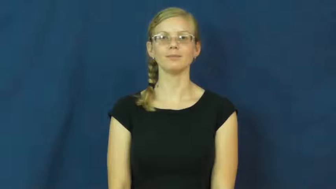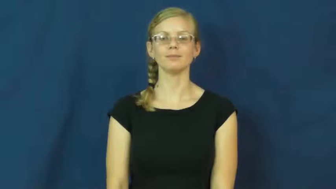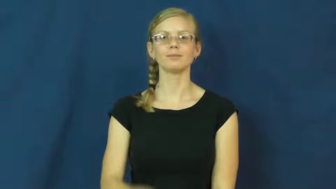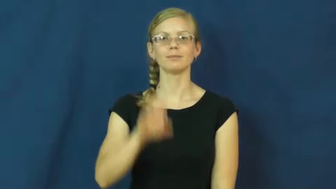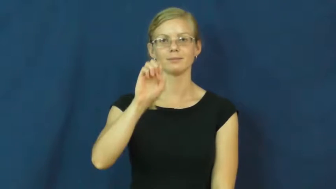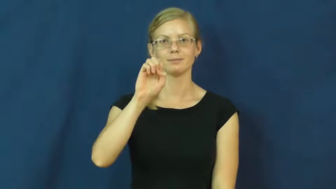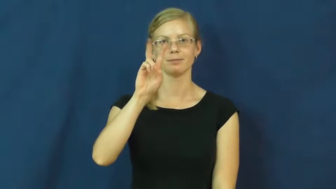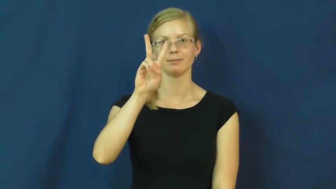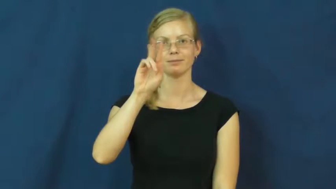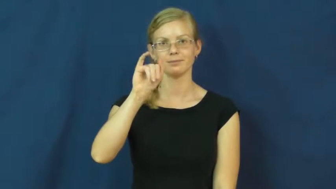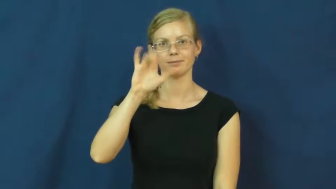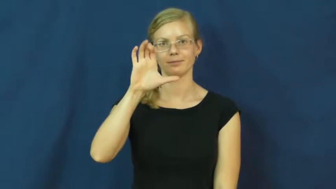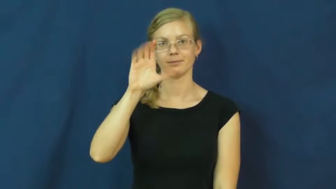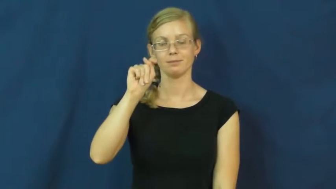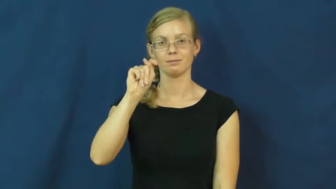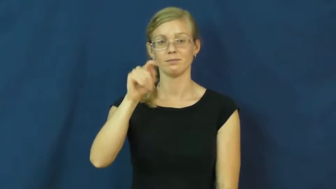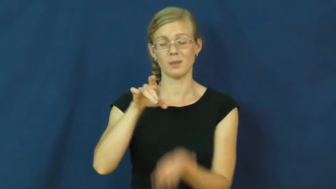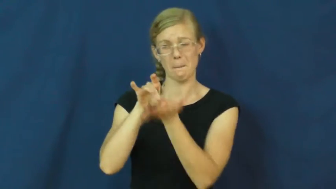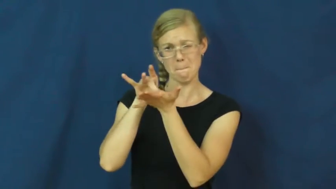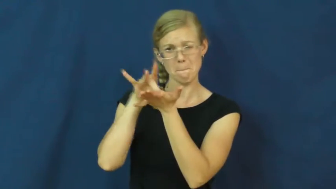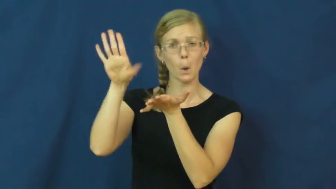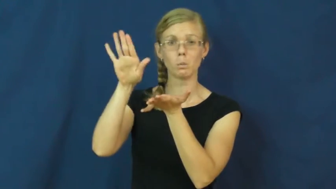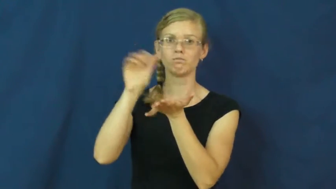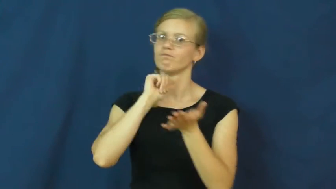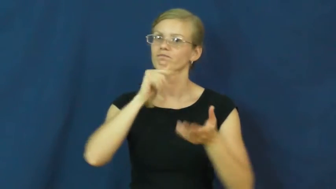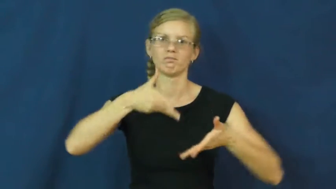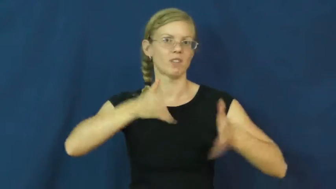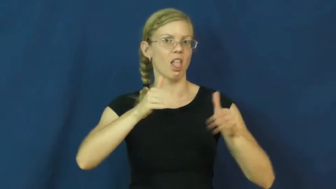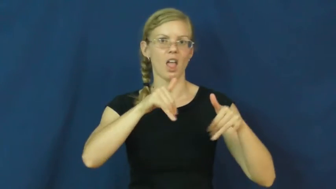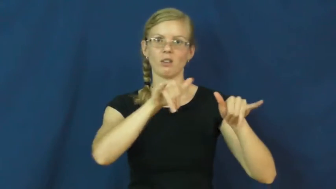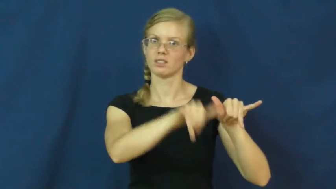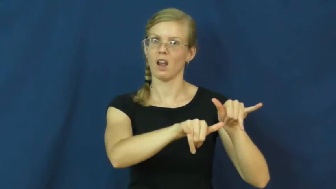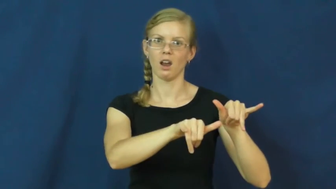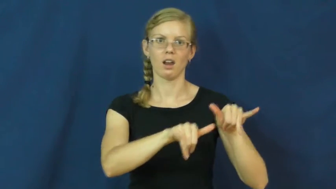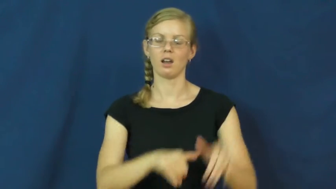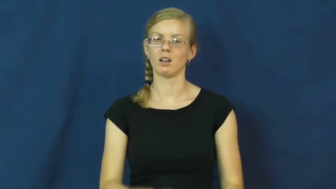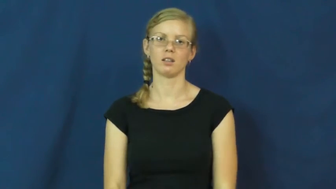evict